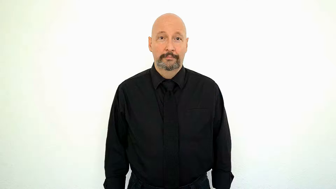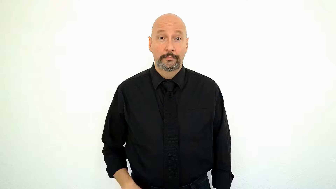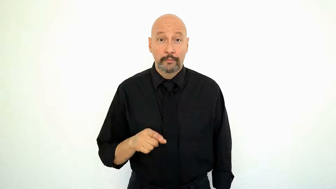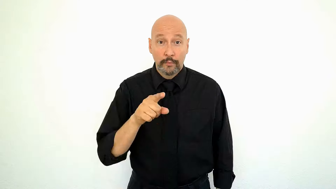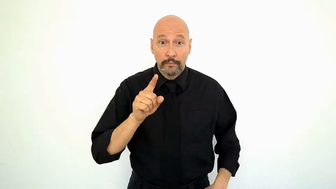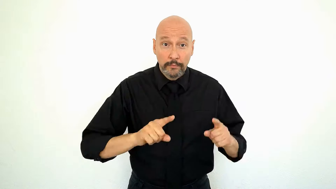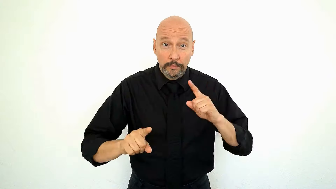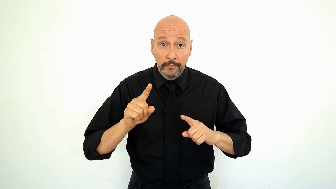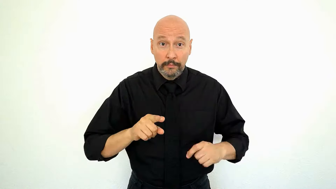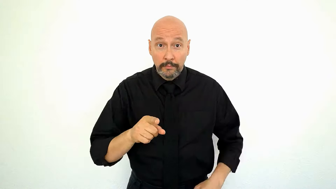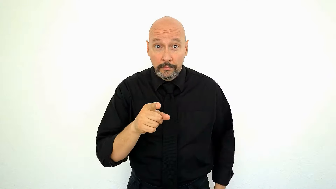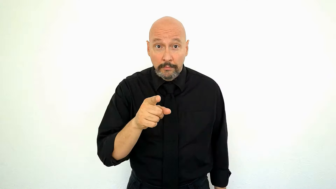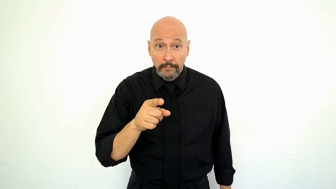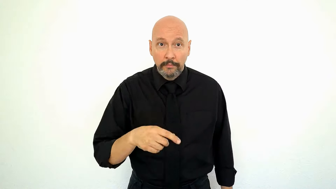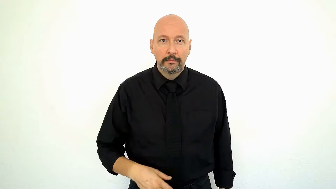YOU SIGN do-YOU?-[version-2-basic]